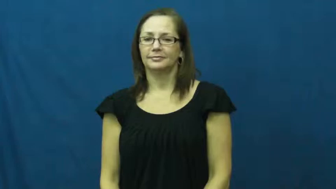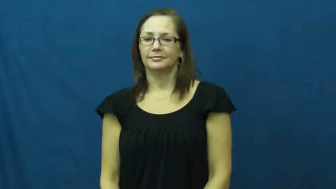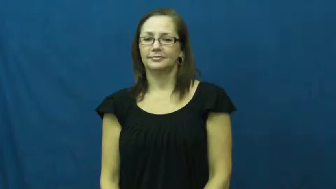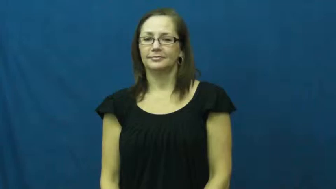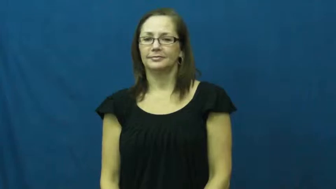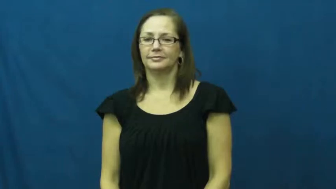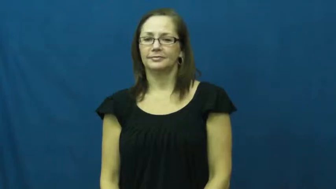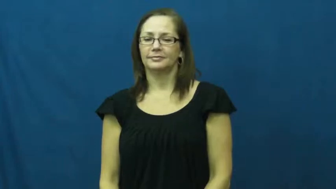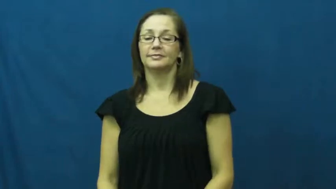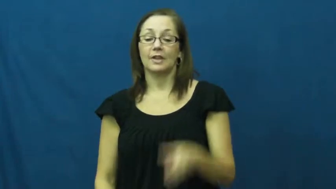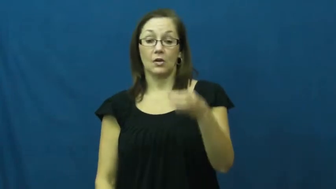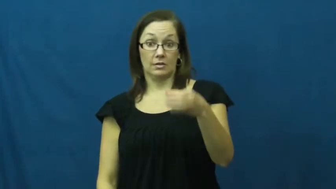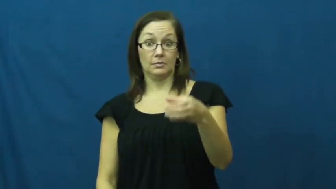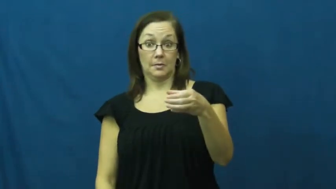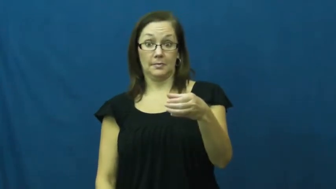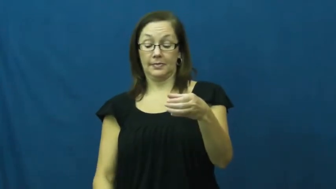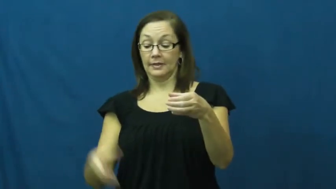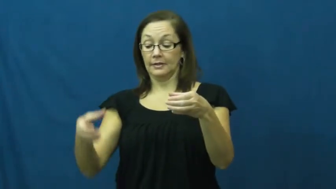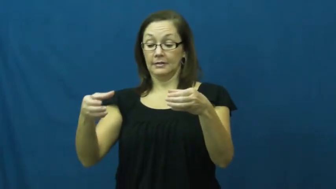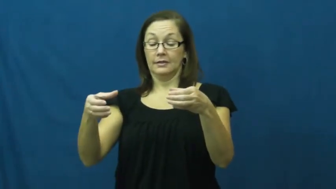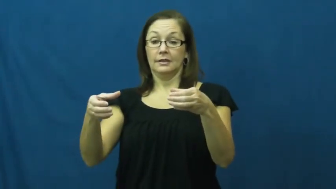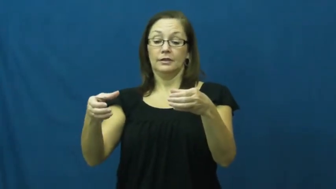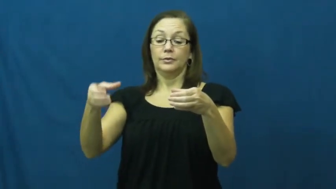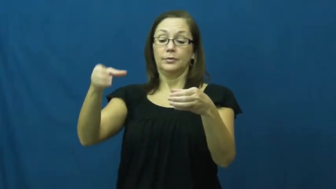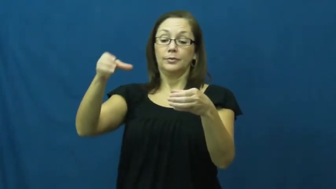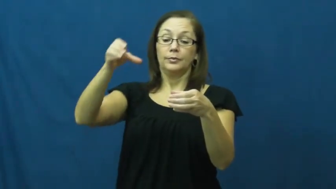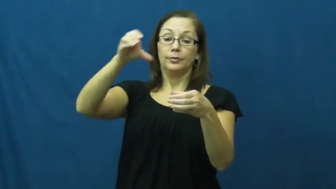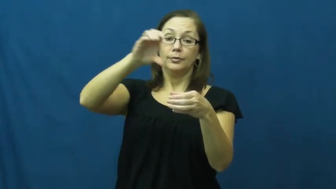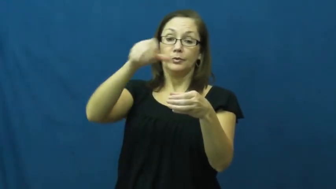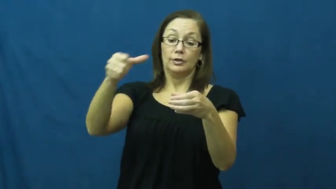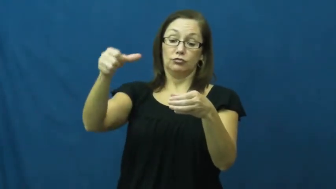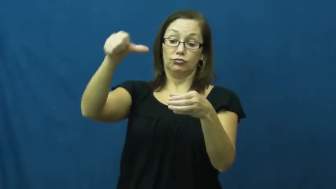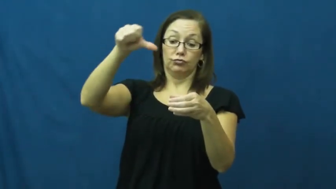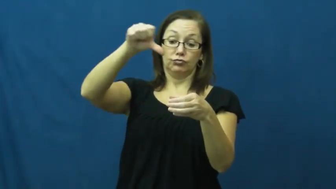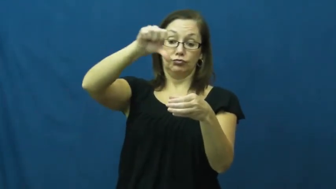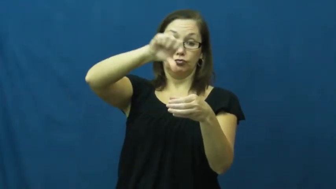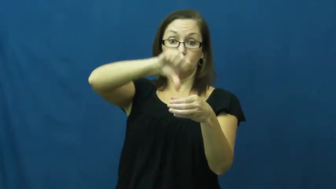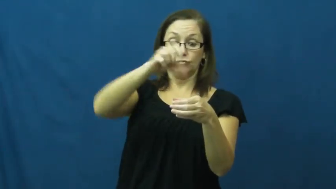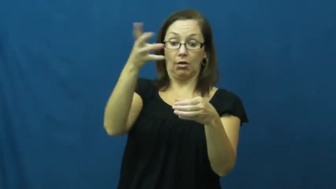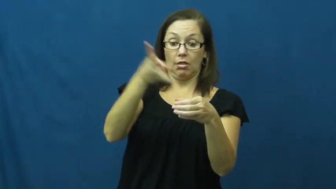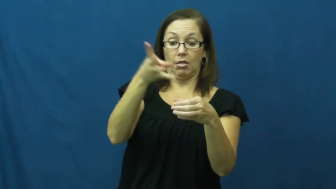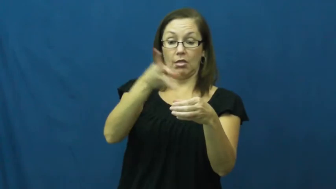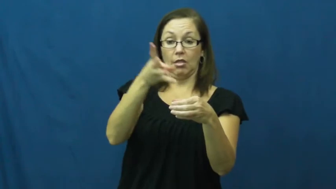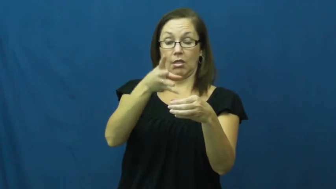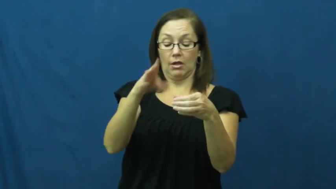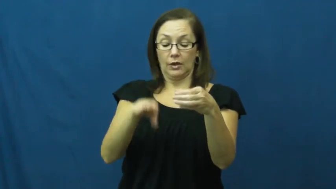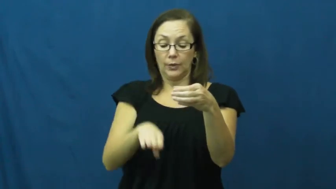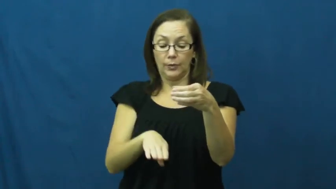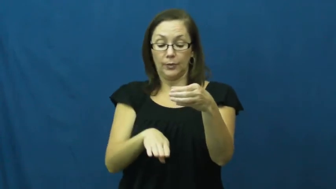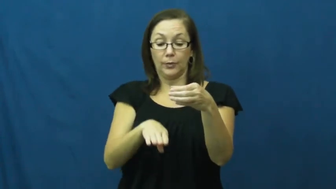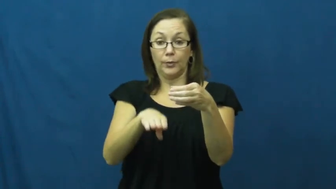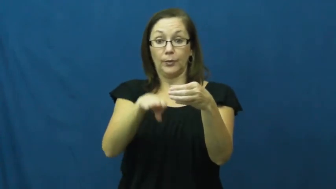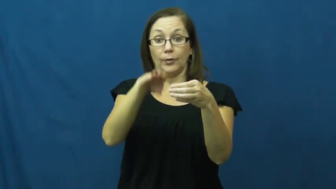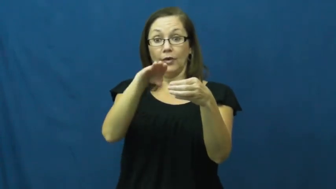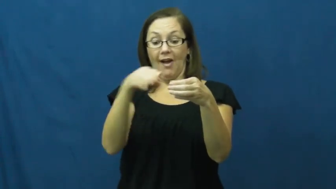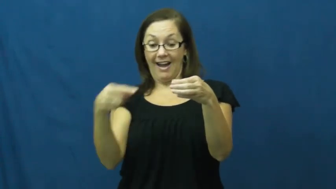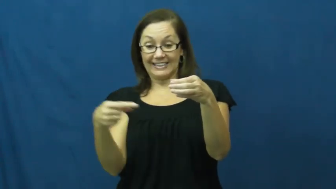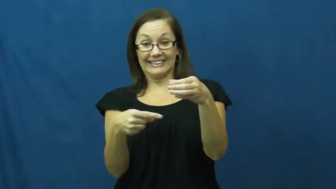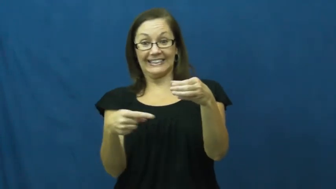liquid,fluid